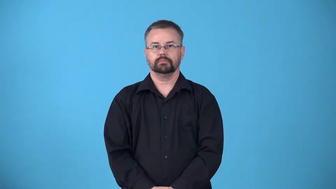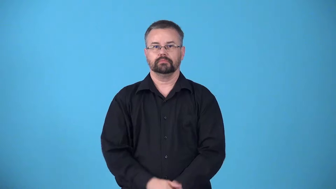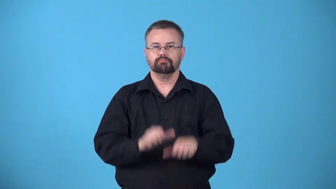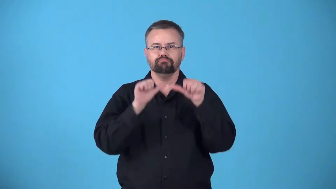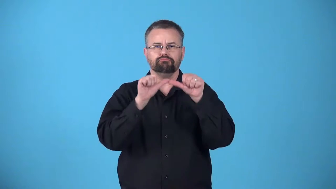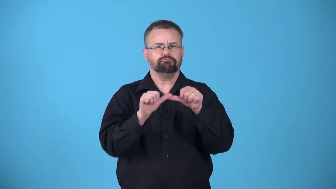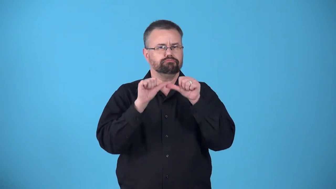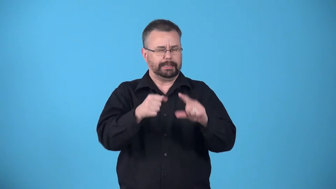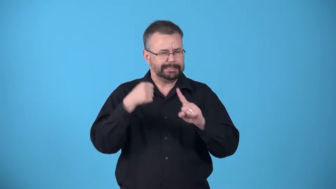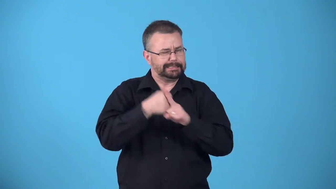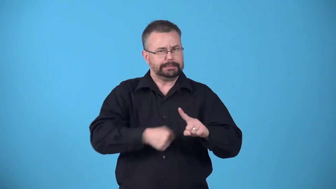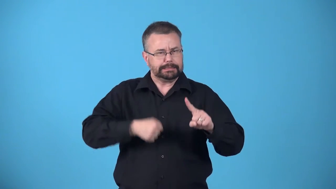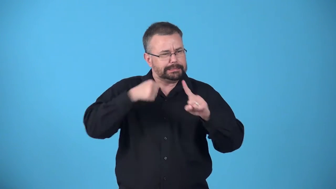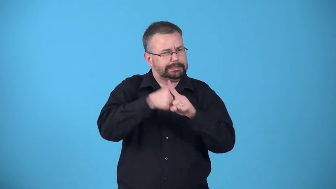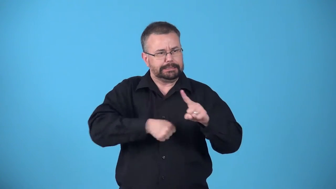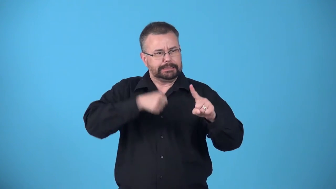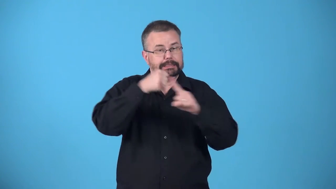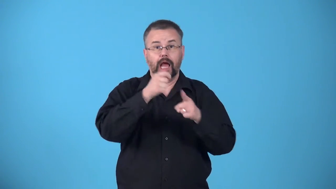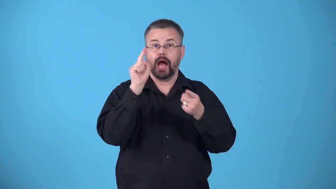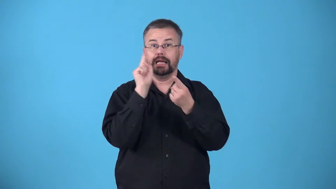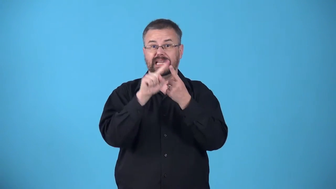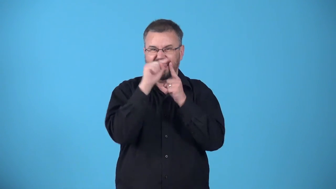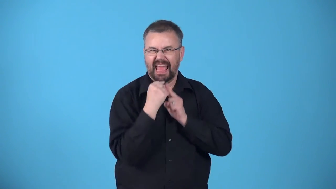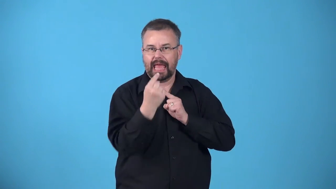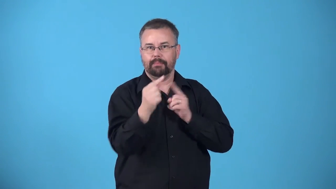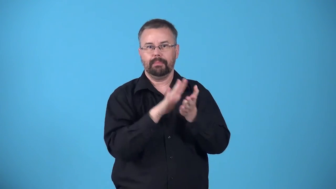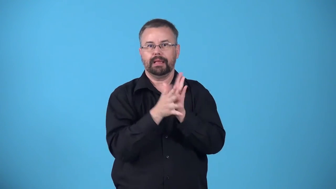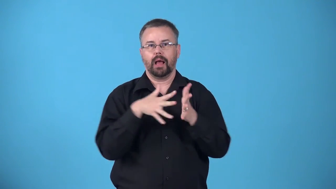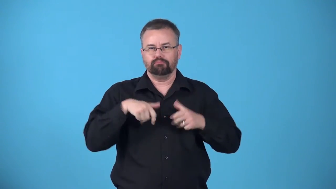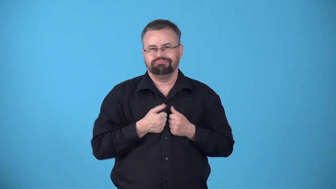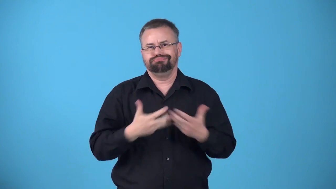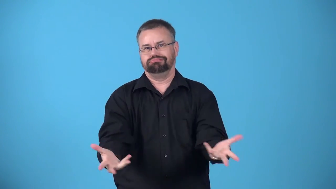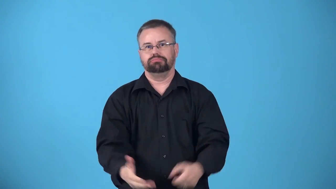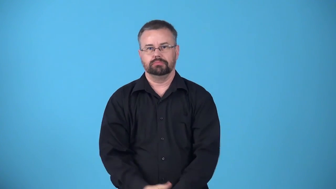attrition-making an enemy physically and mentally weaker by continuously attacking